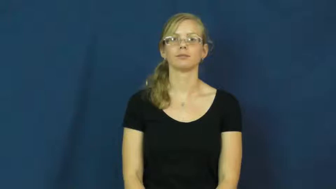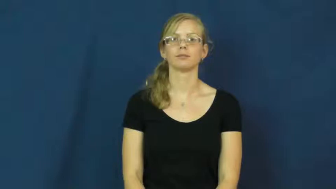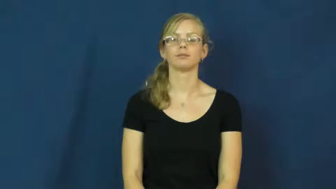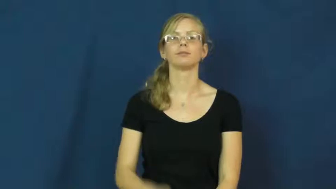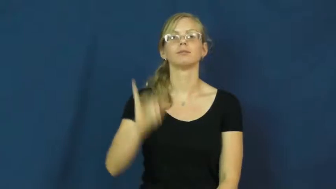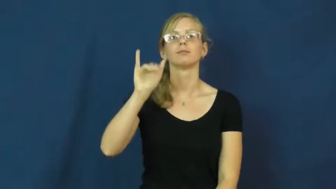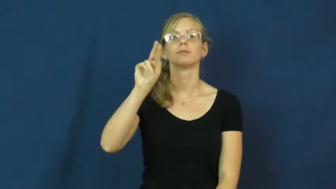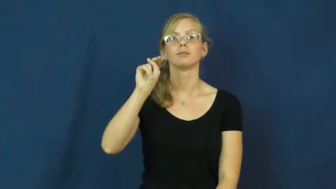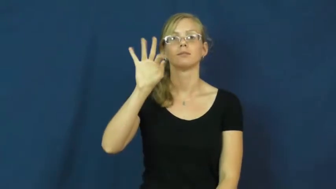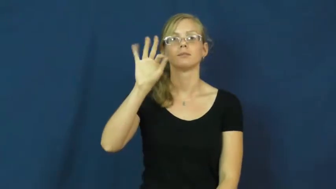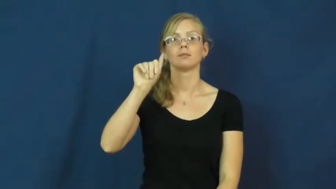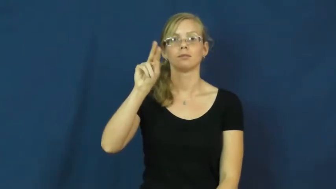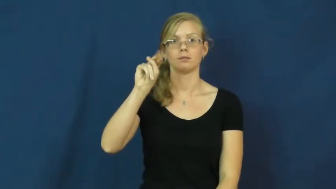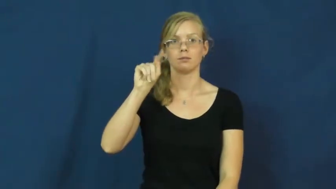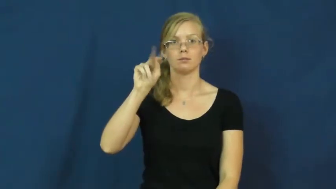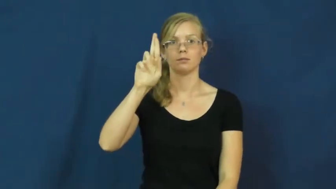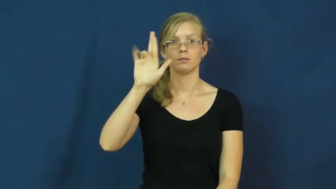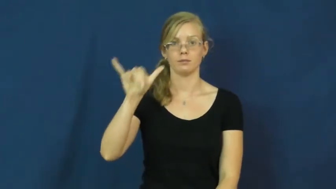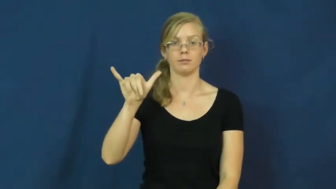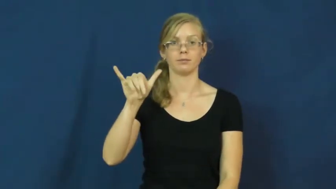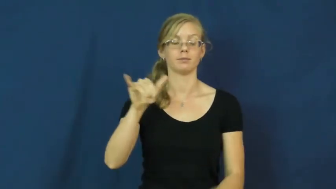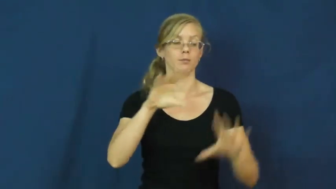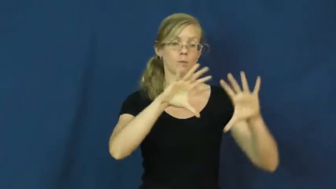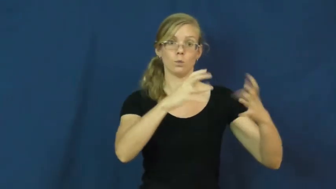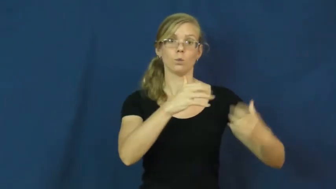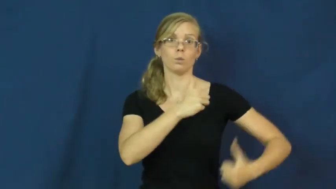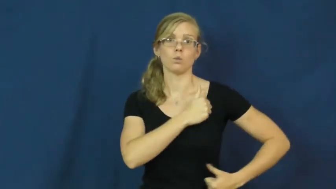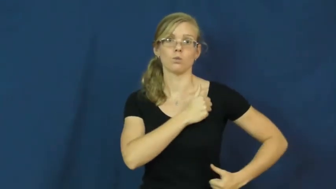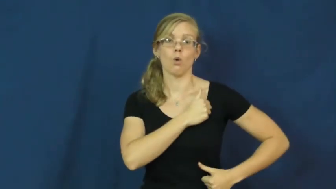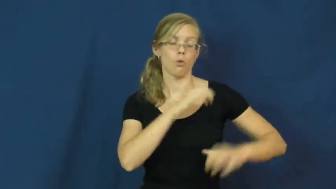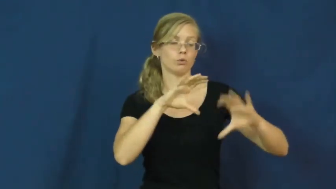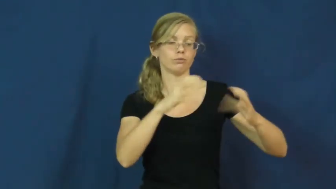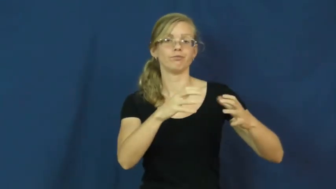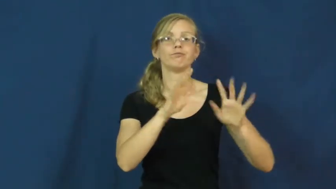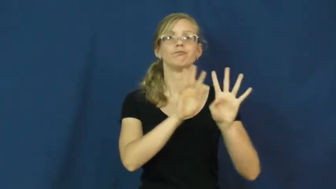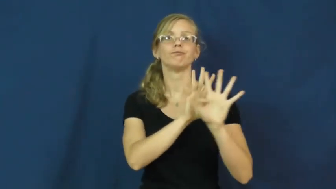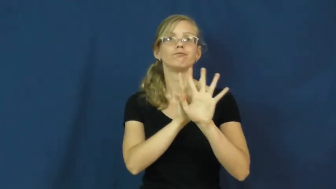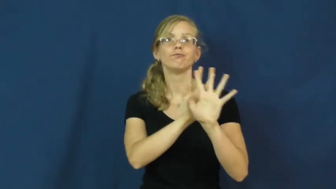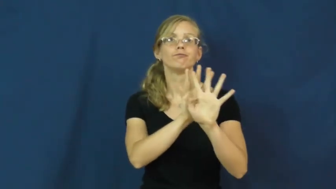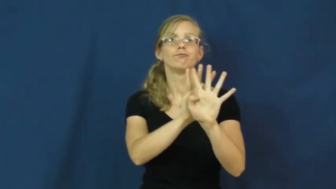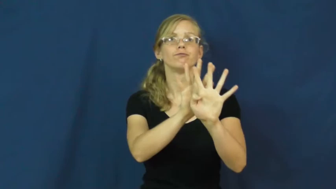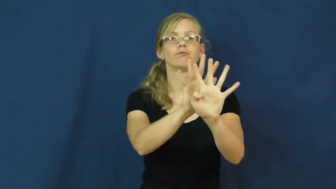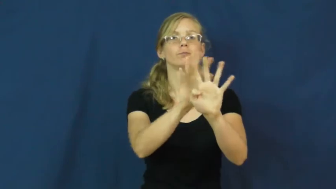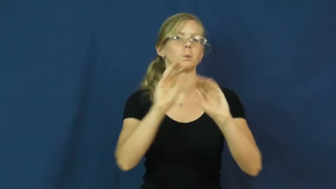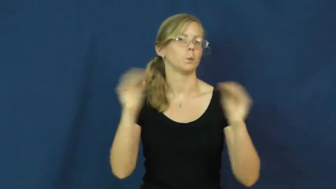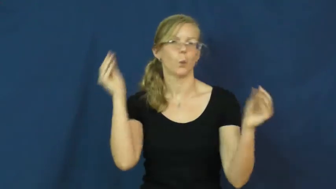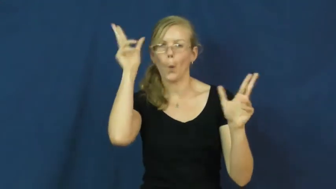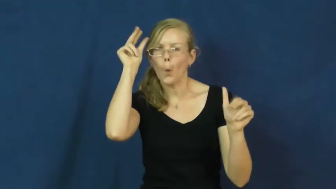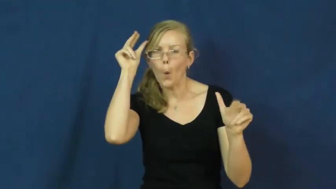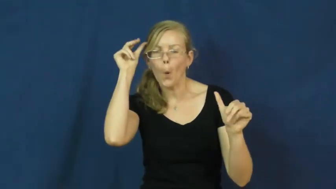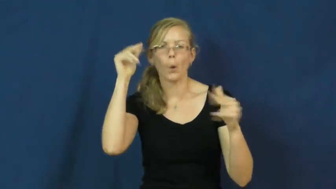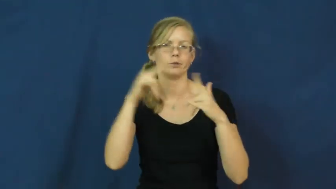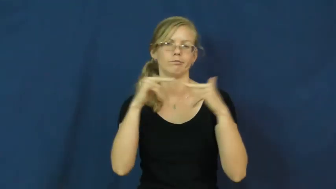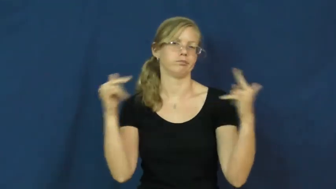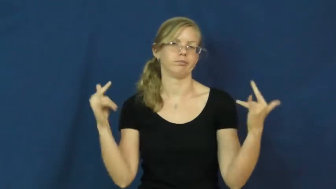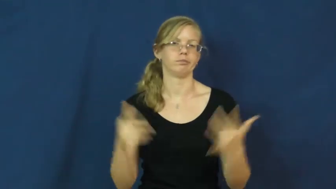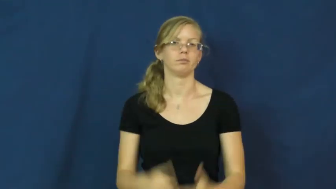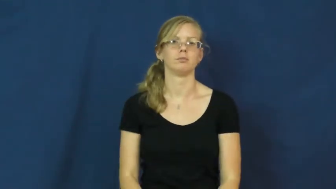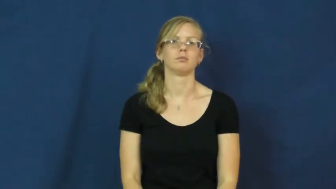infantry